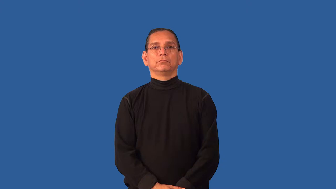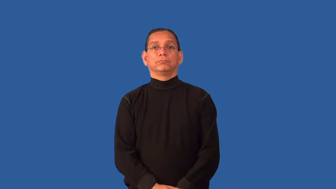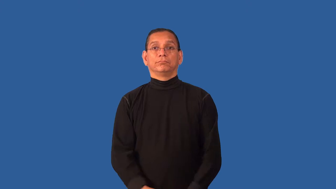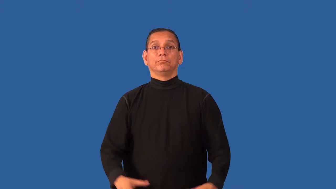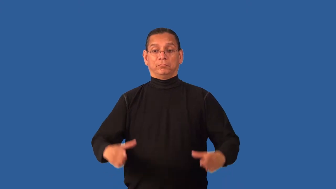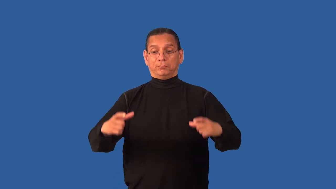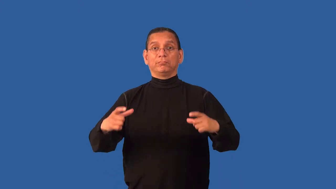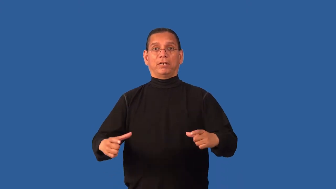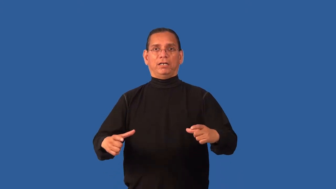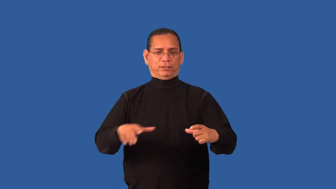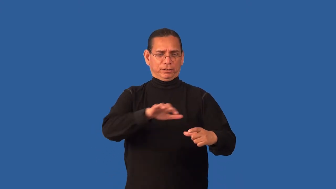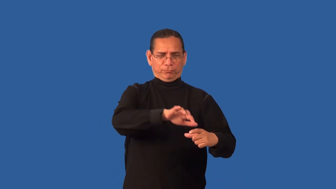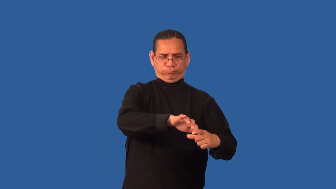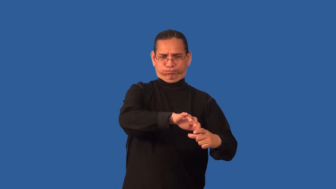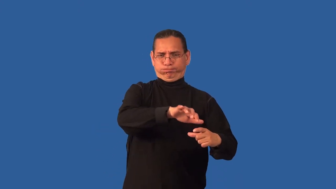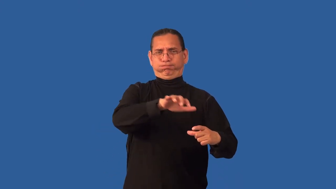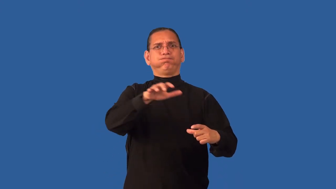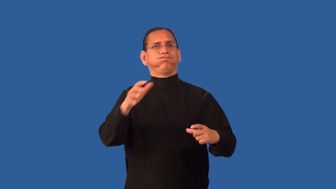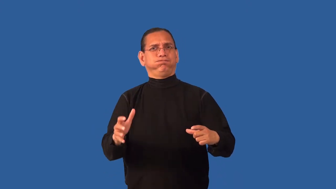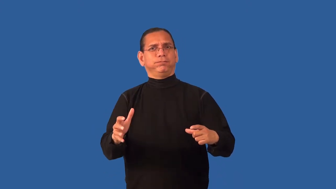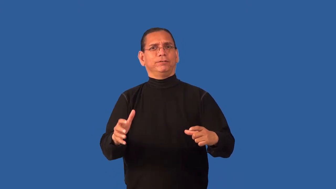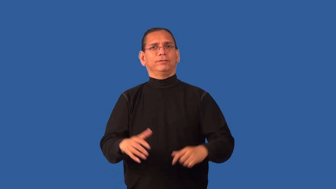dishful